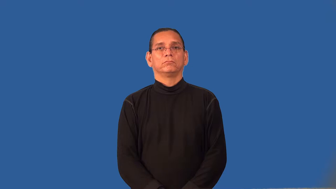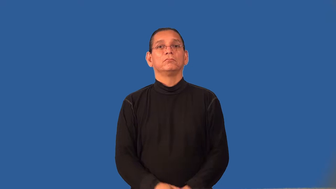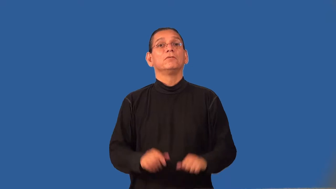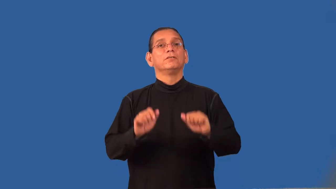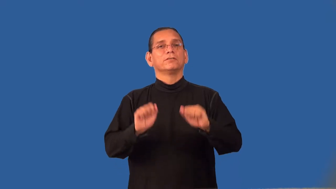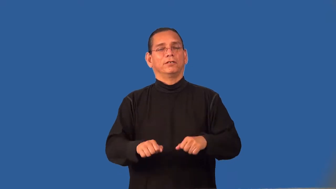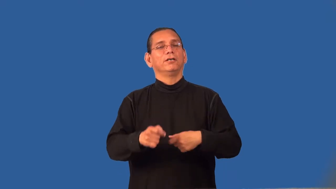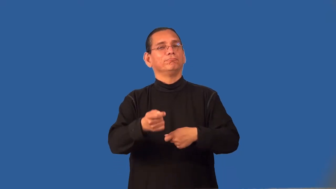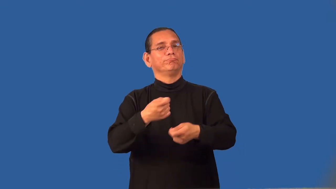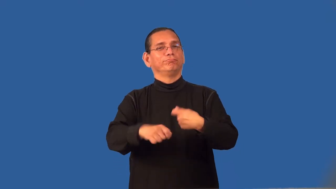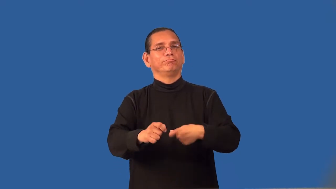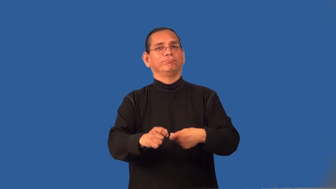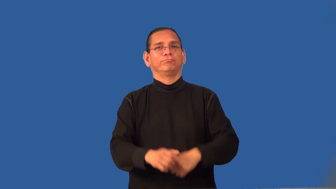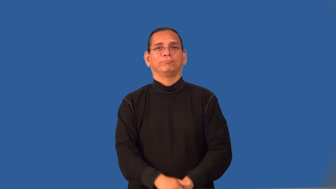replaceable